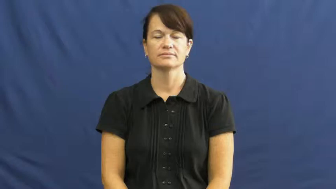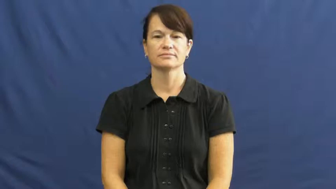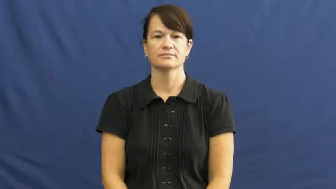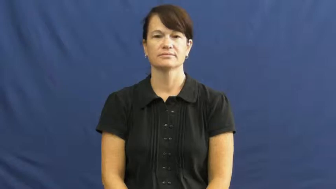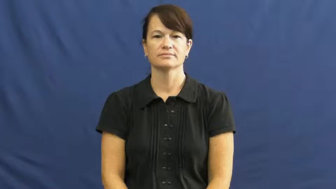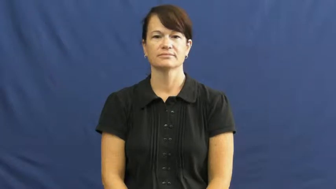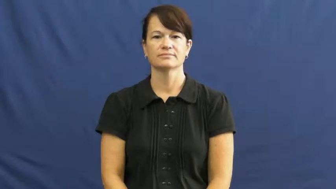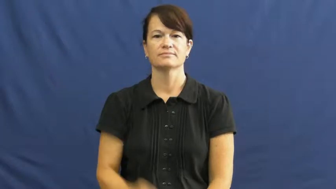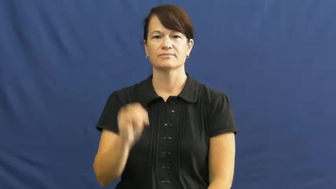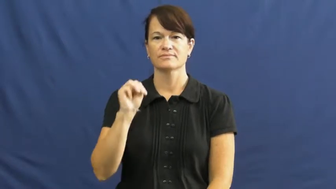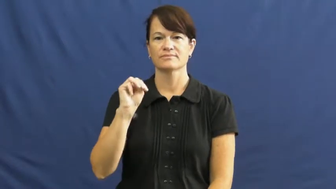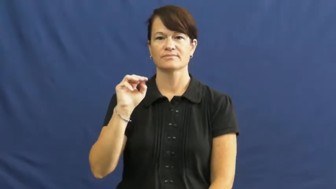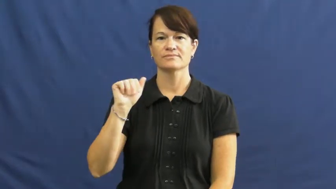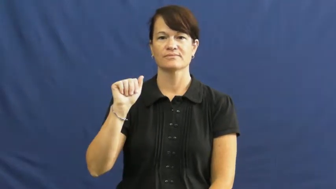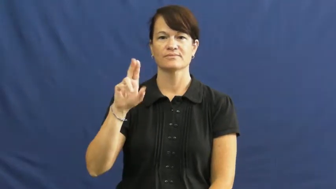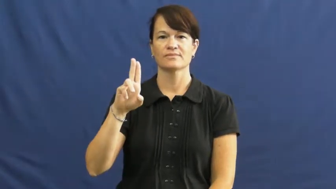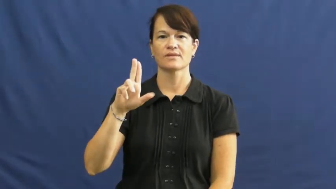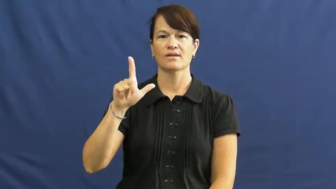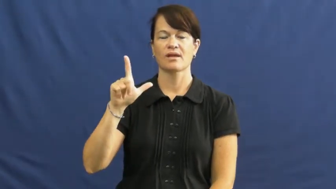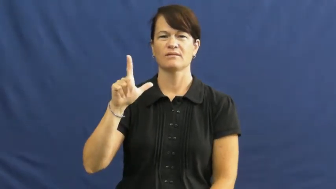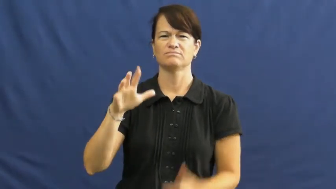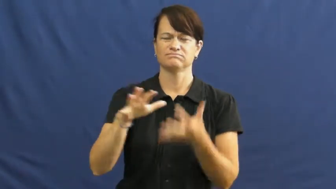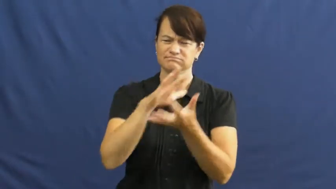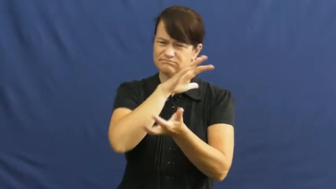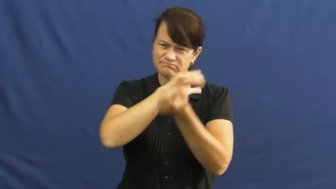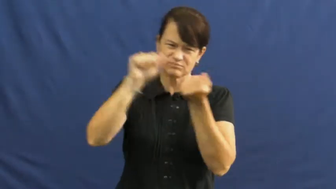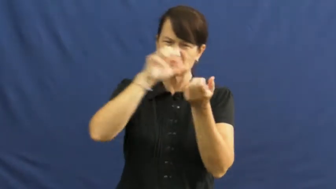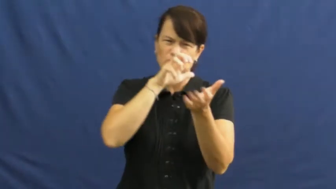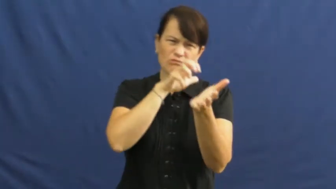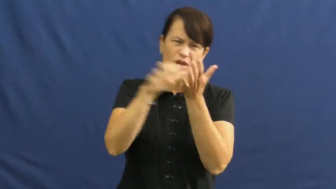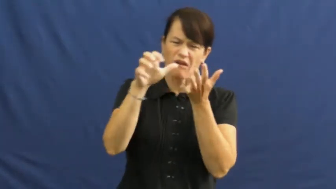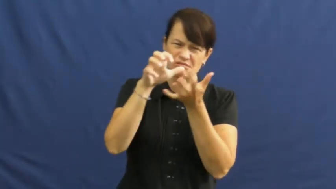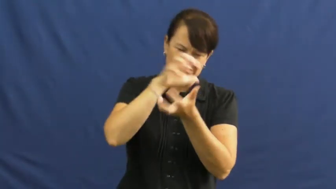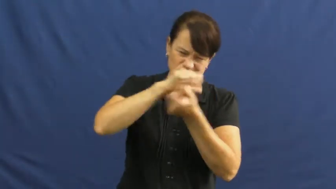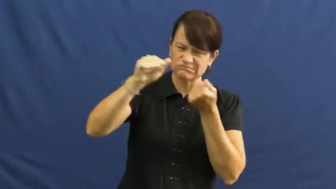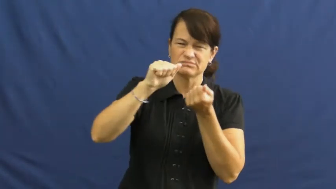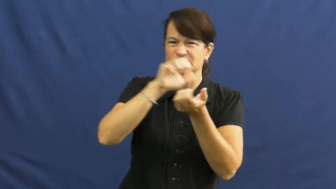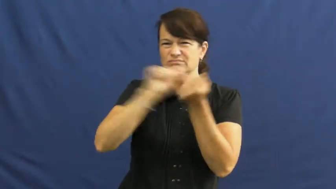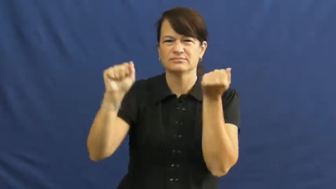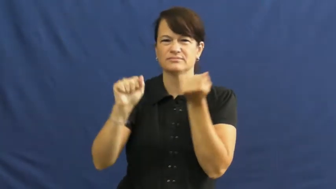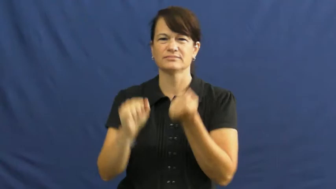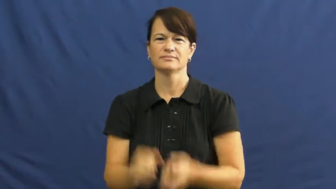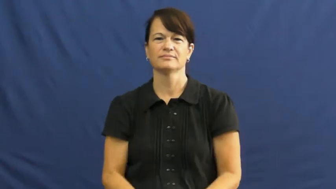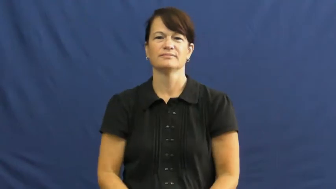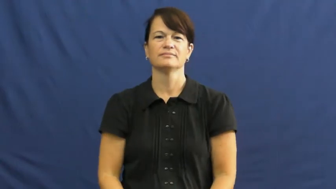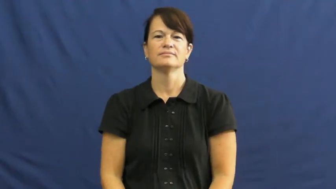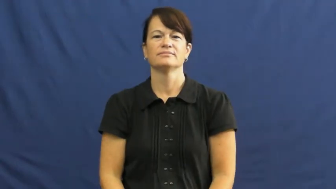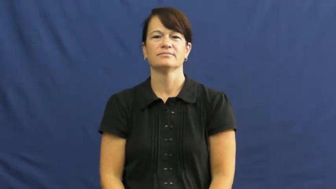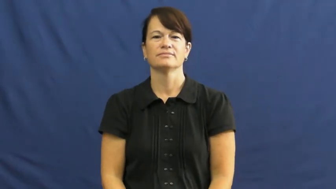maul